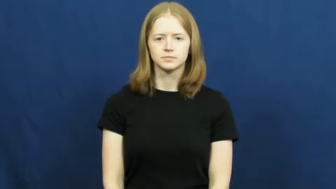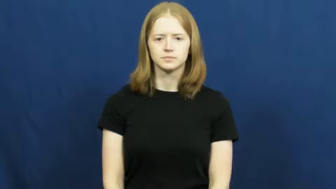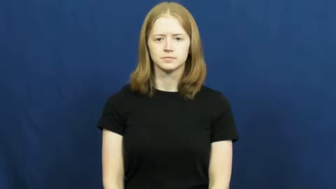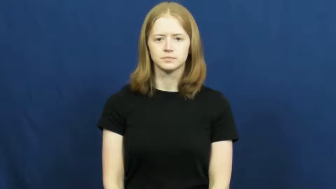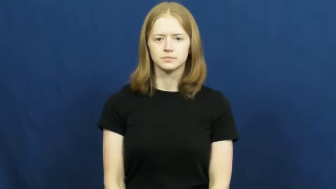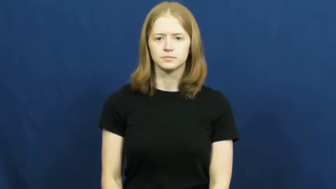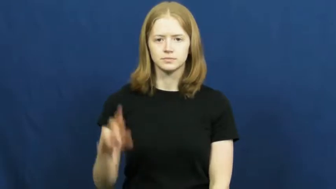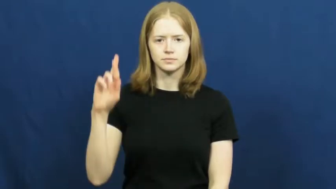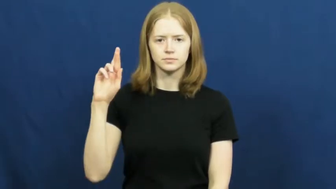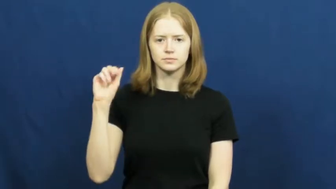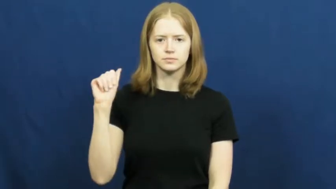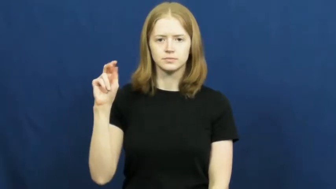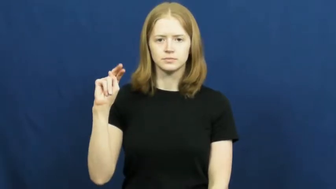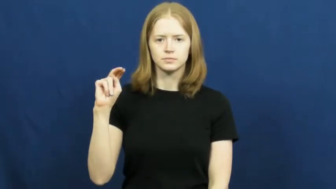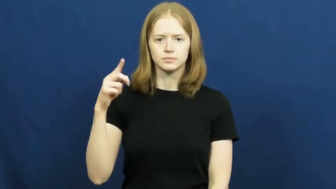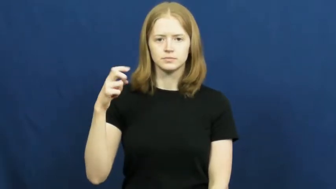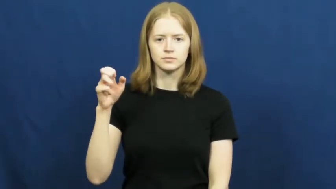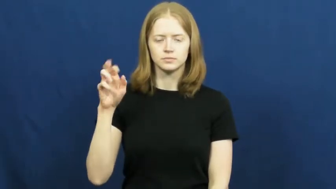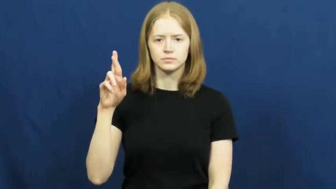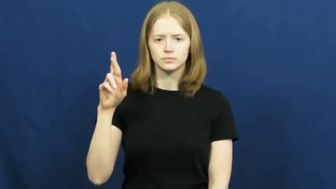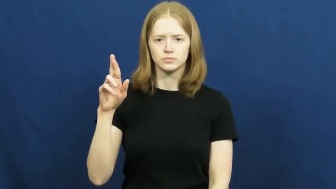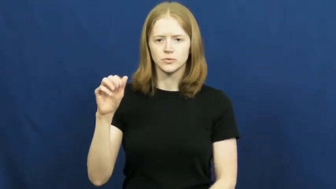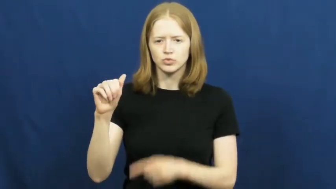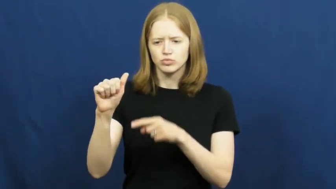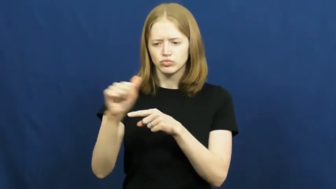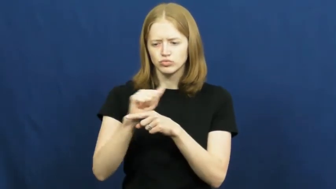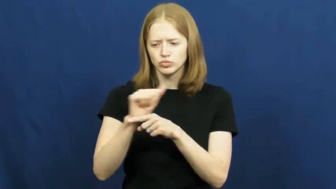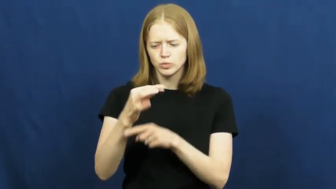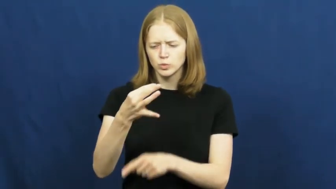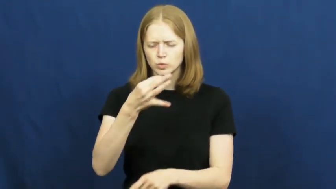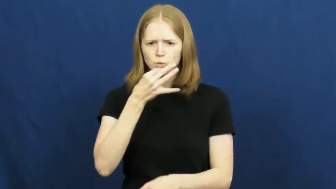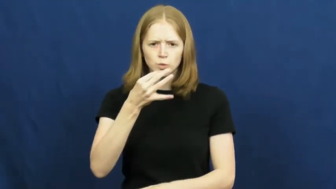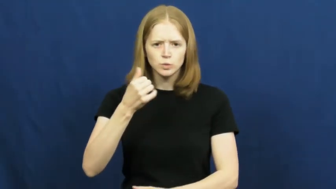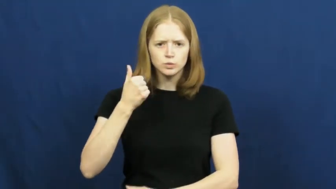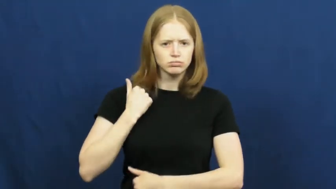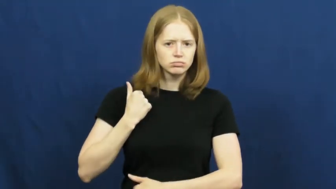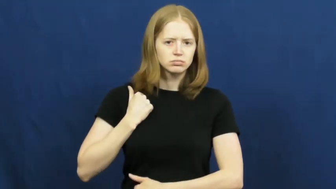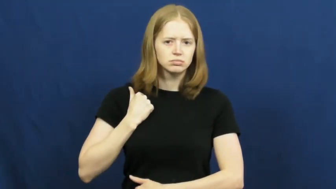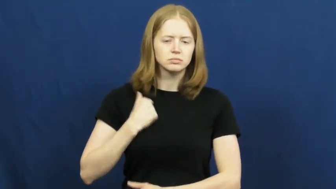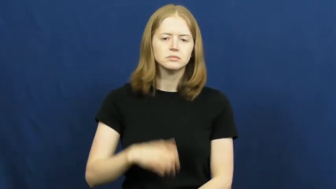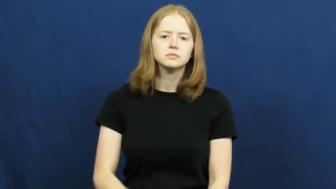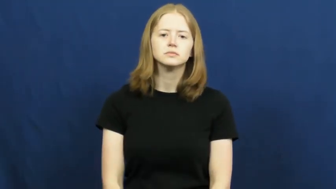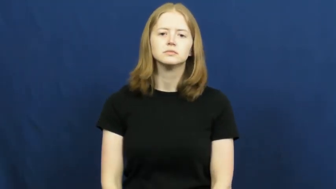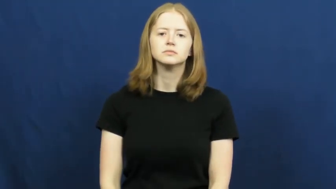ranger-soldier